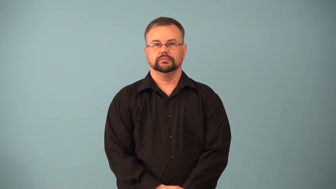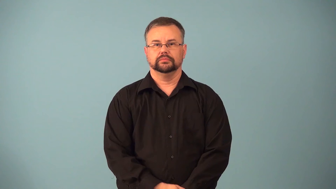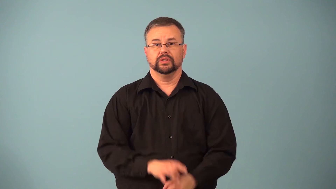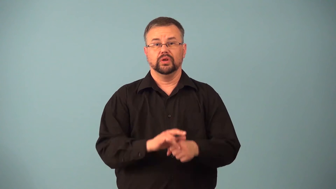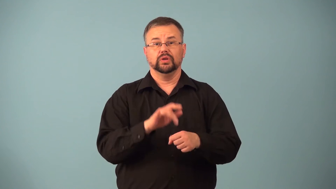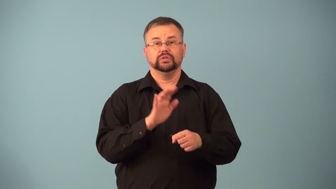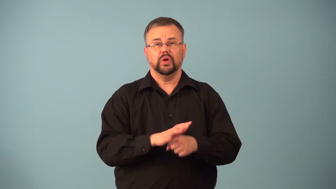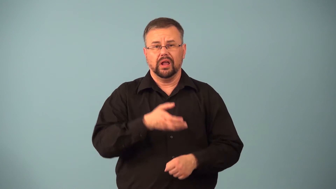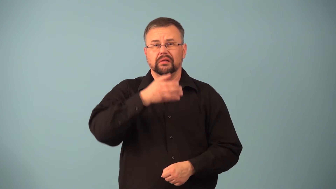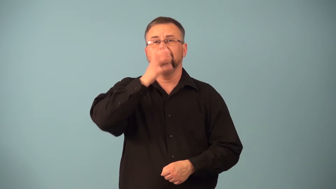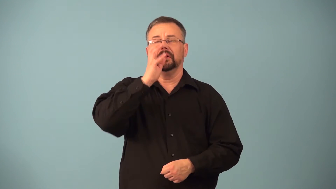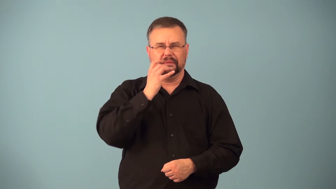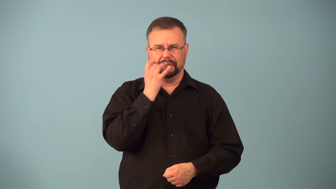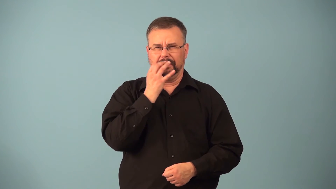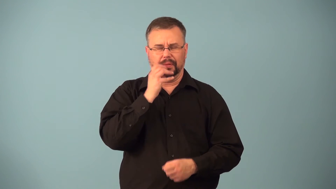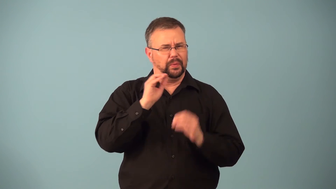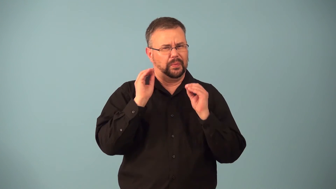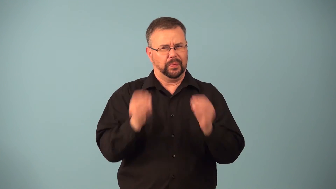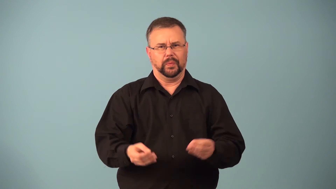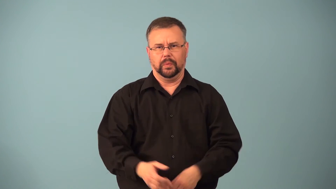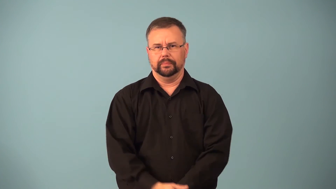flat-soda